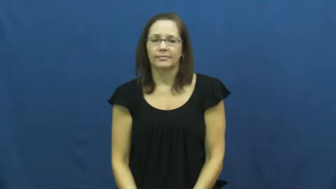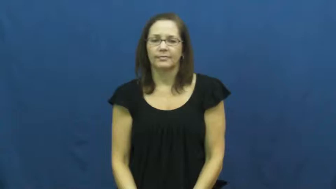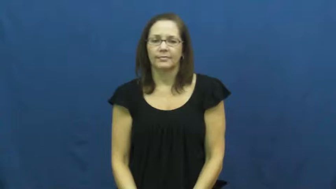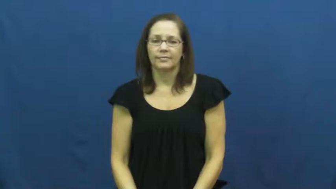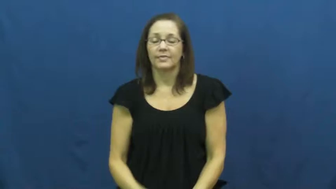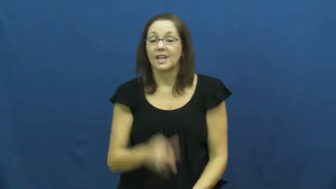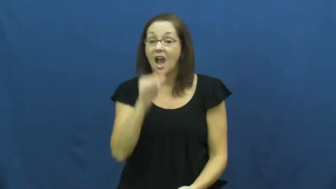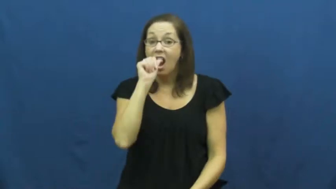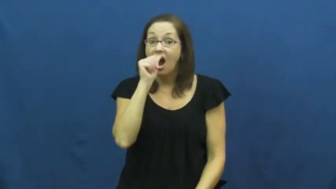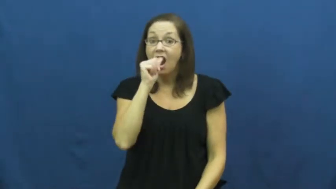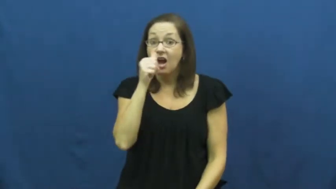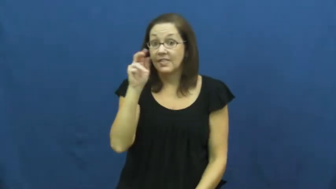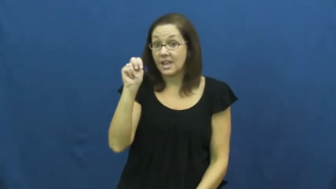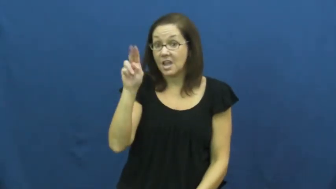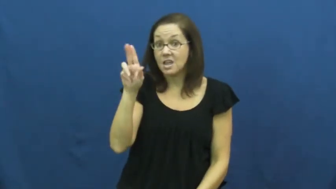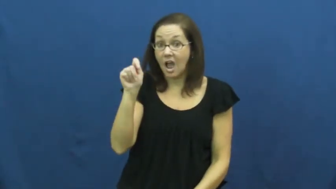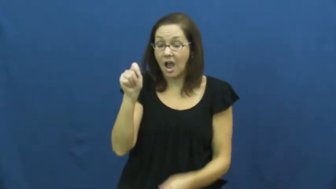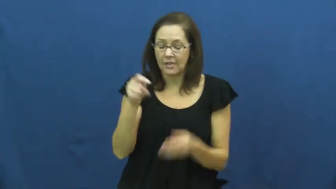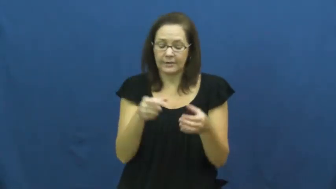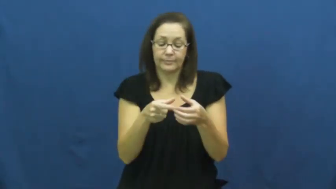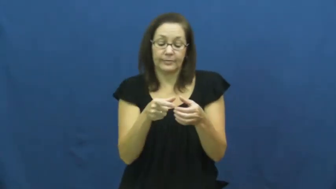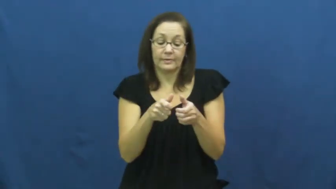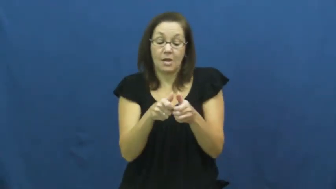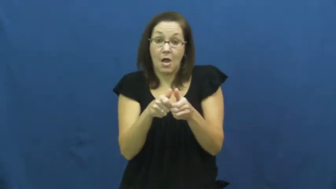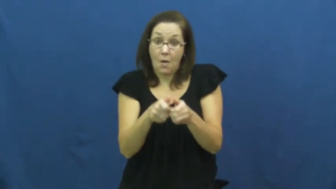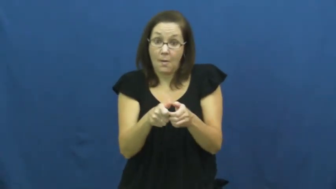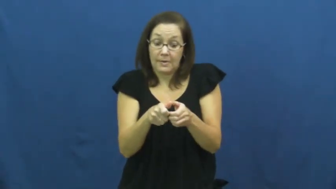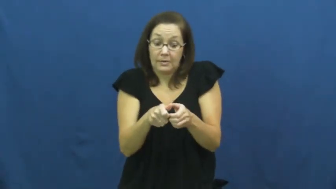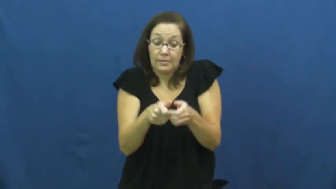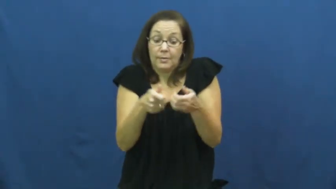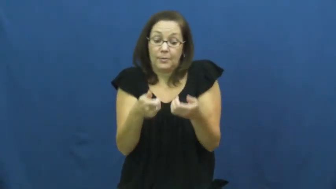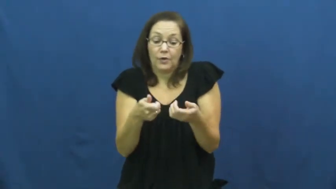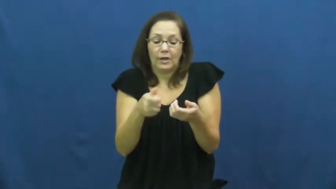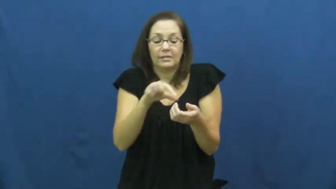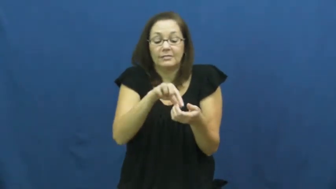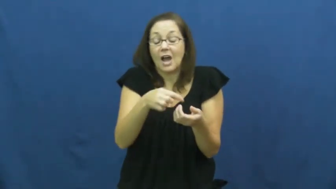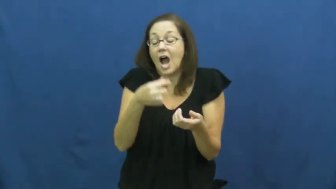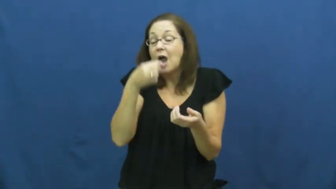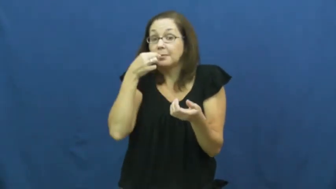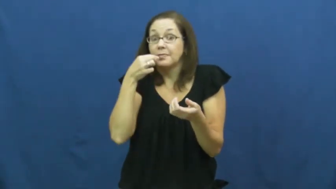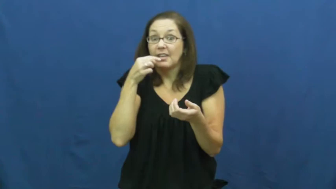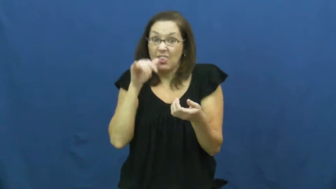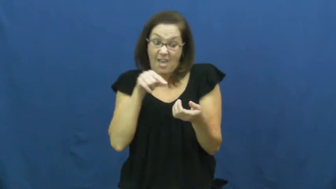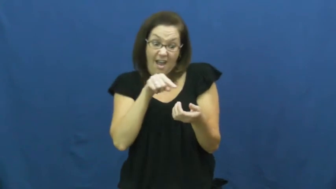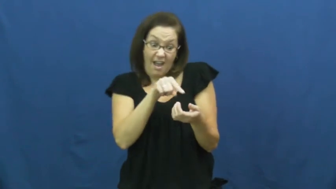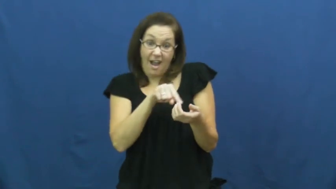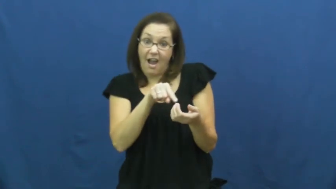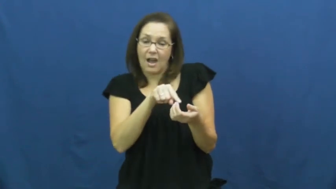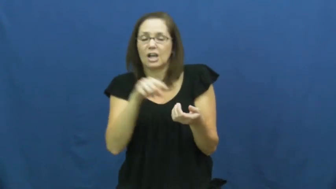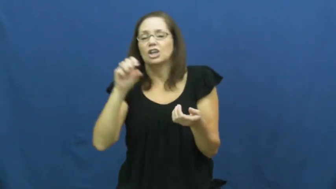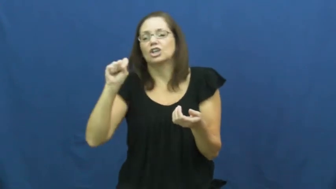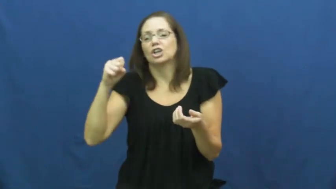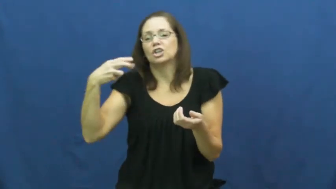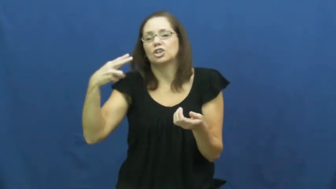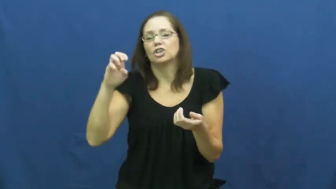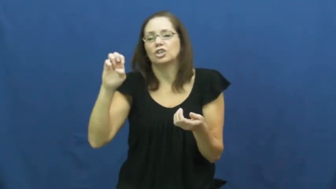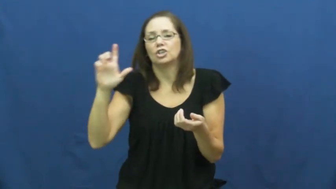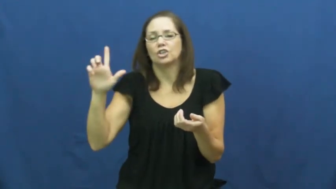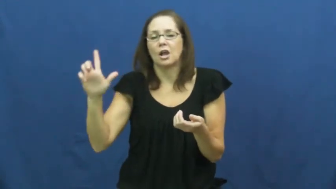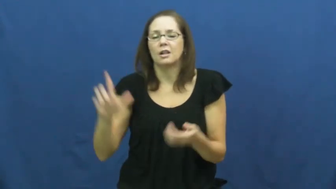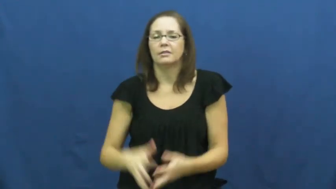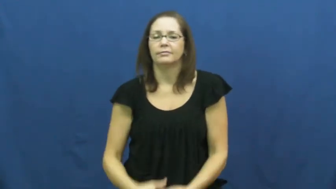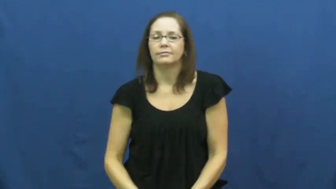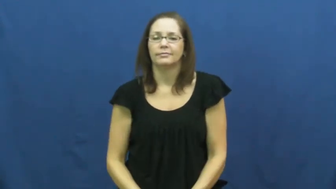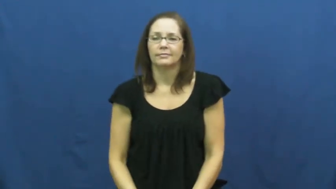shell,hull-nut